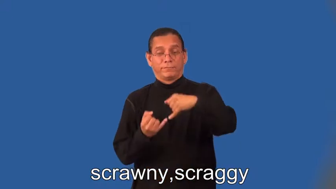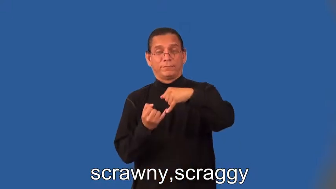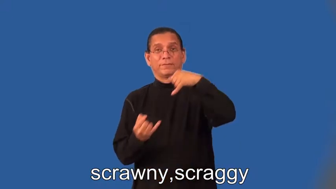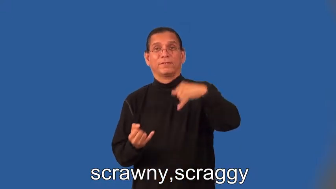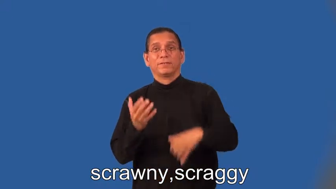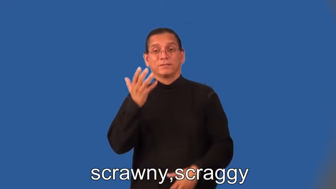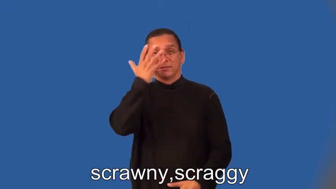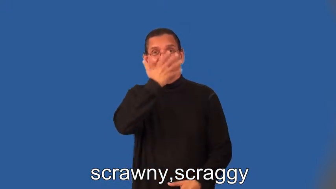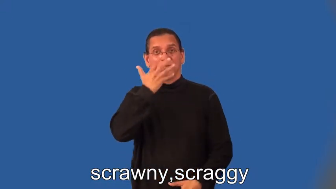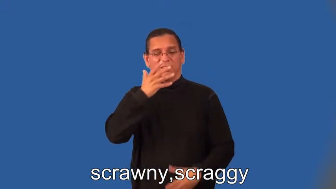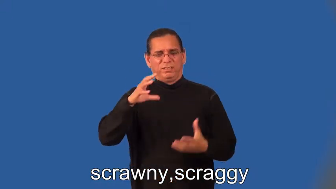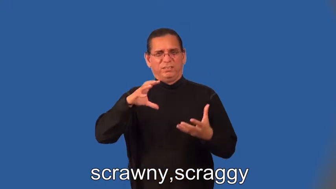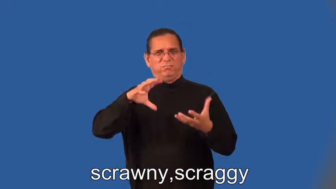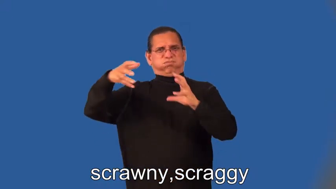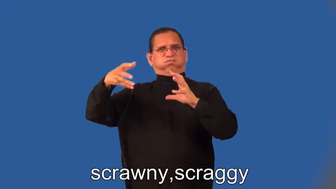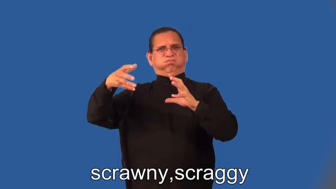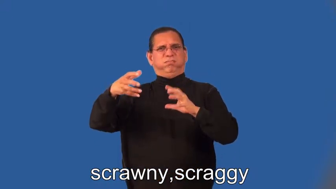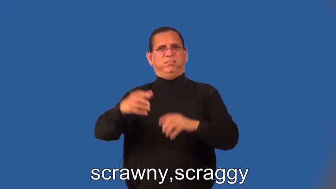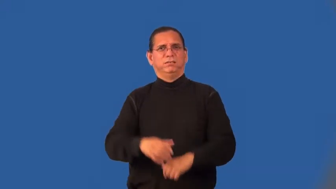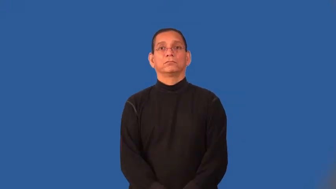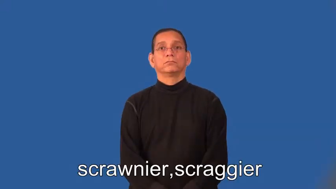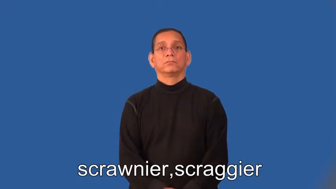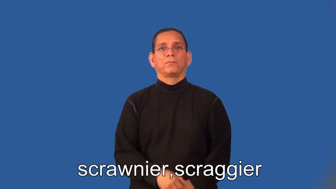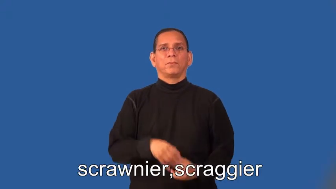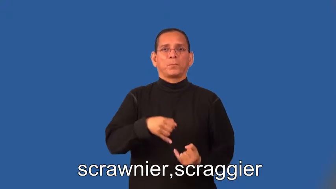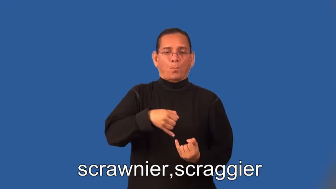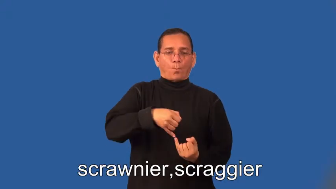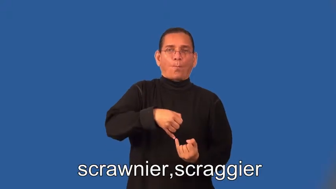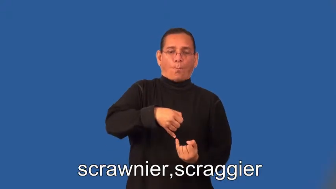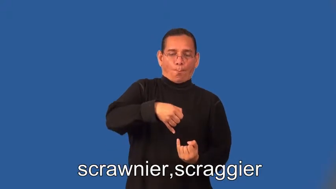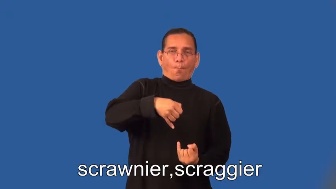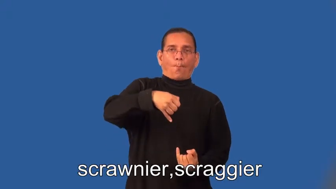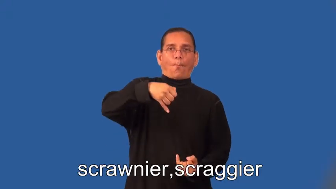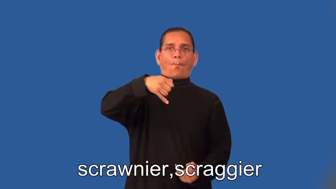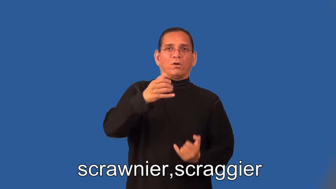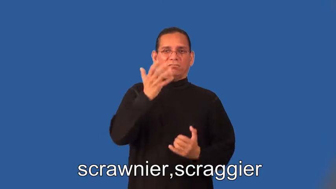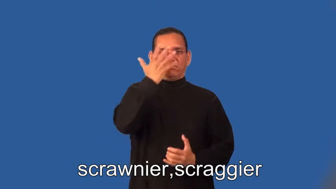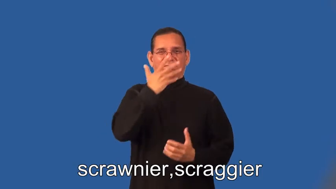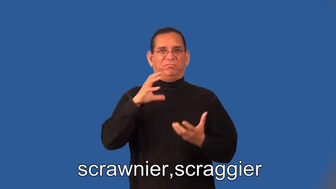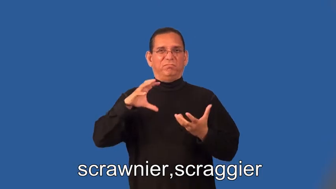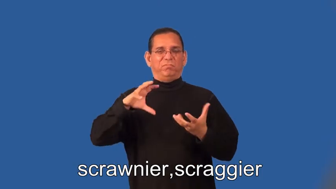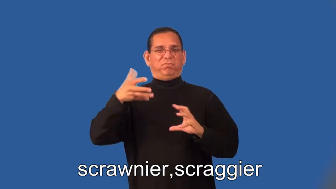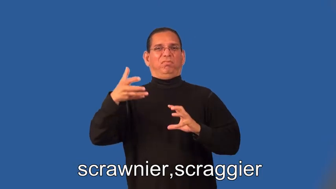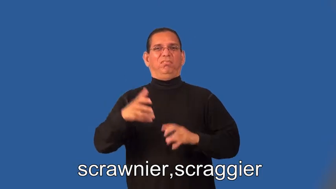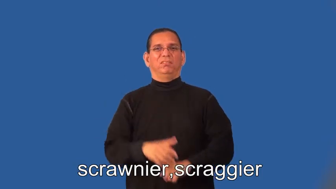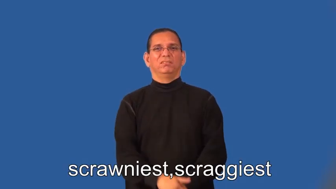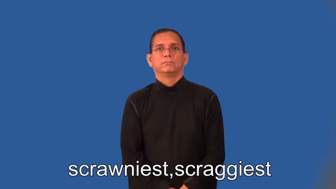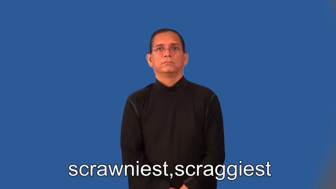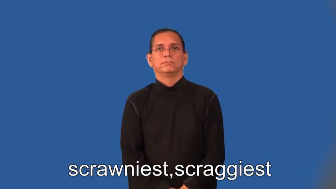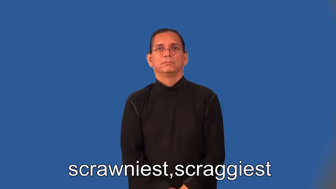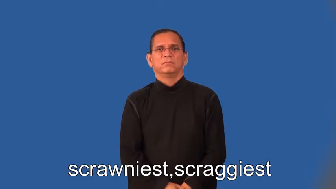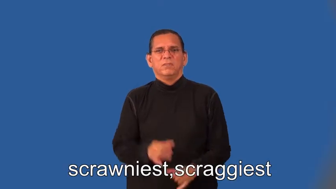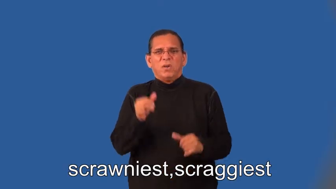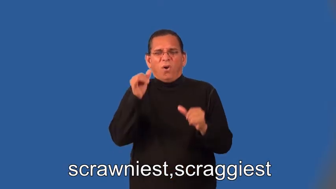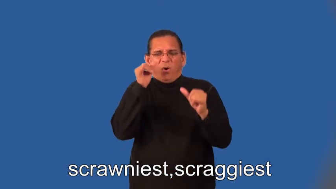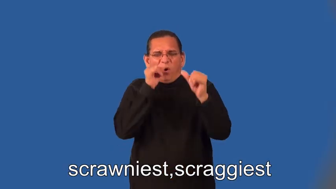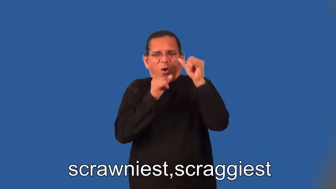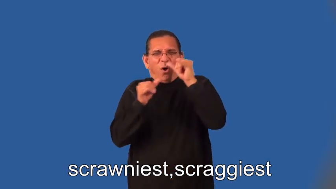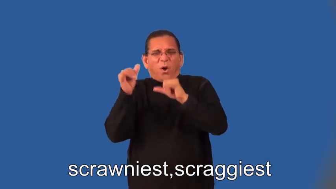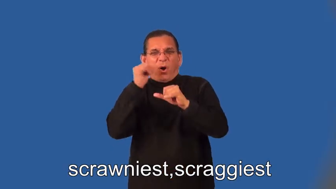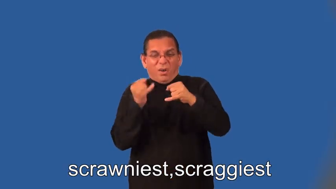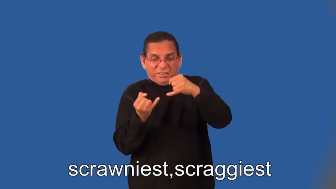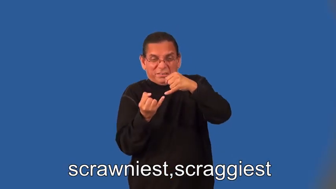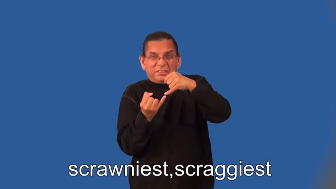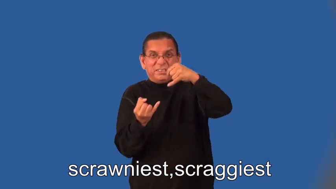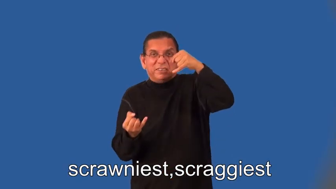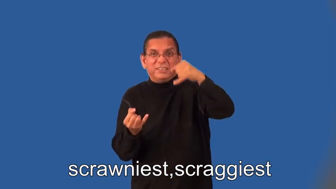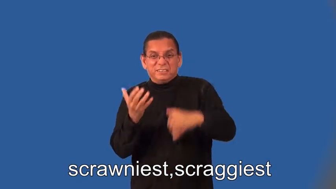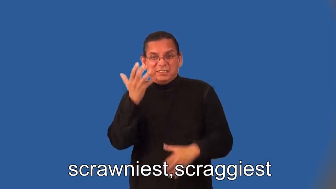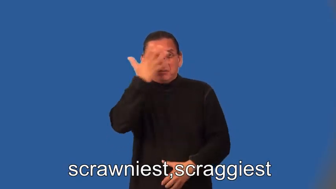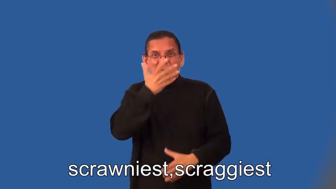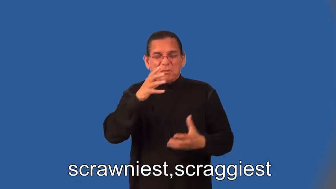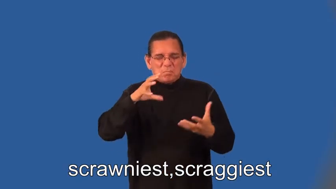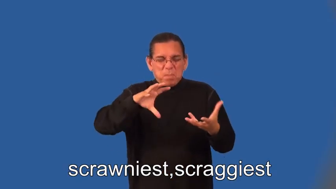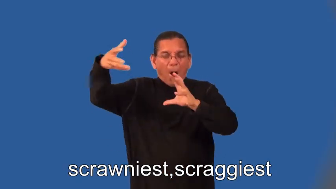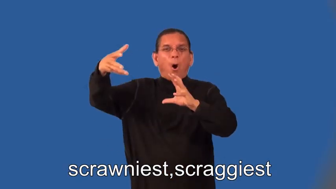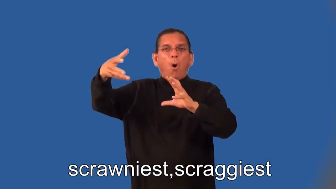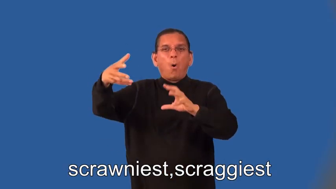scrawnier,scraggier,scrawniest,scraggiest